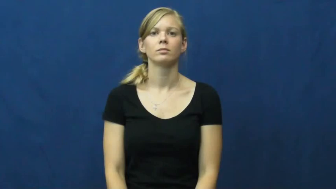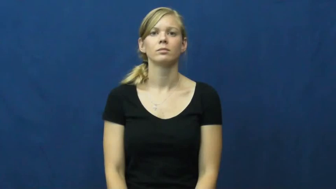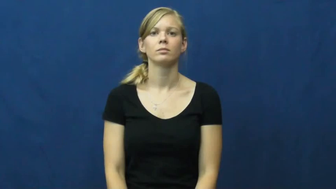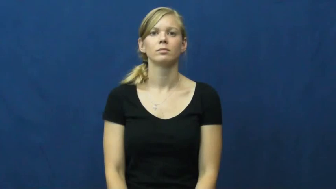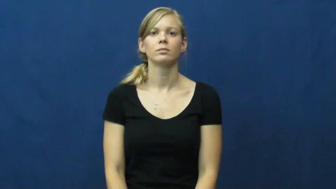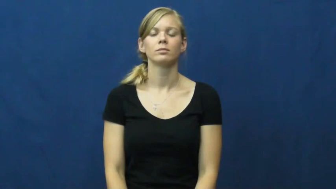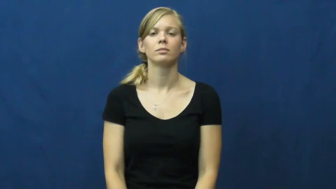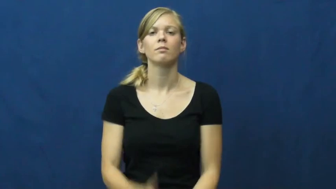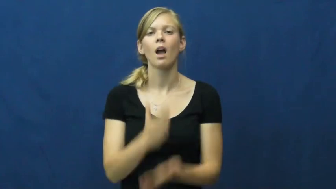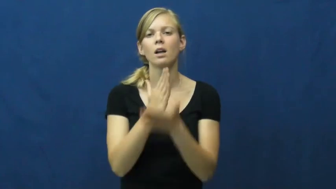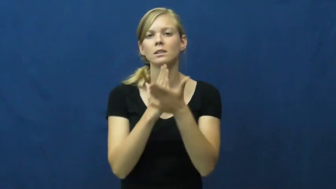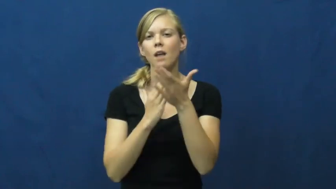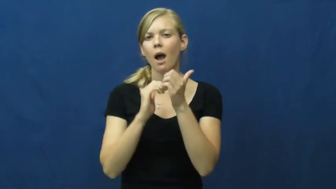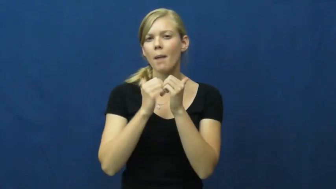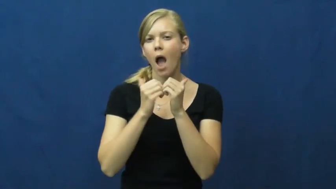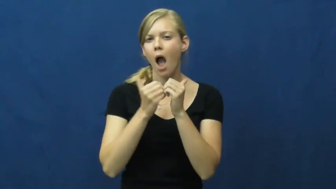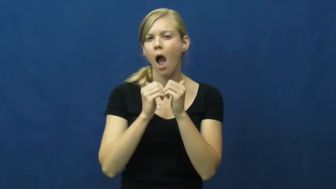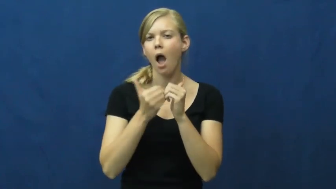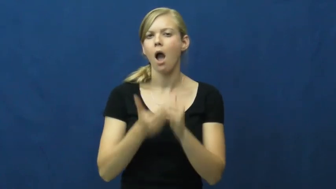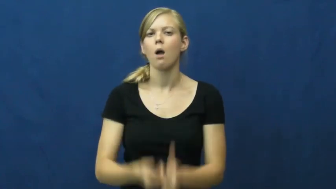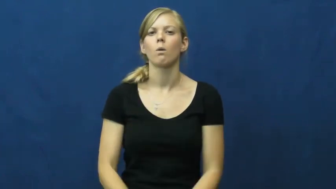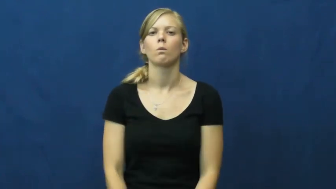somehow